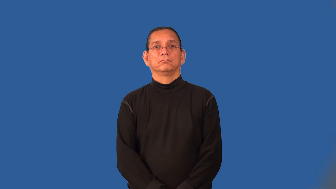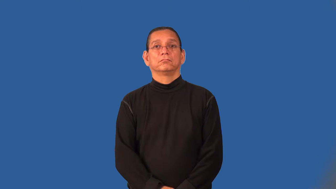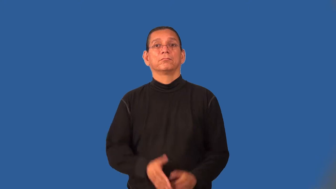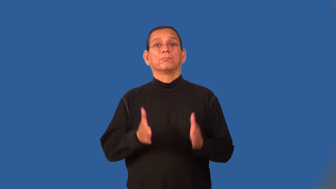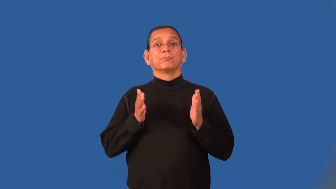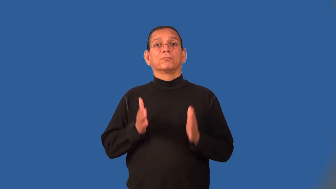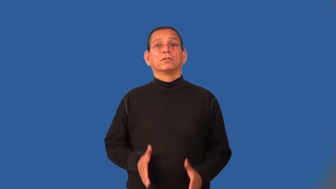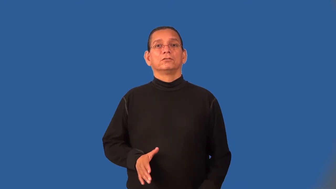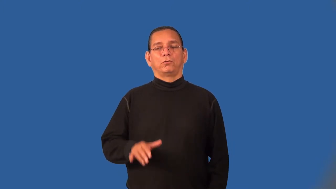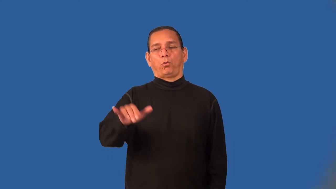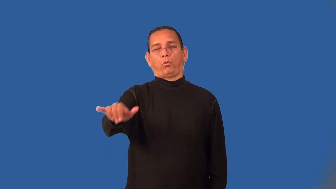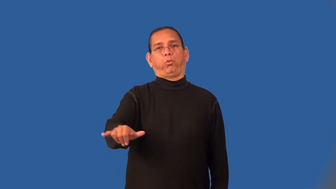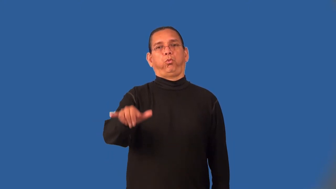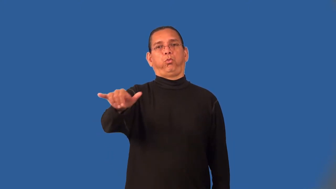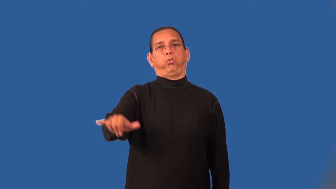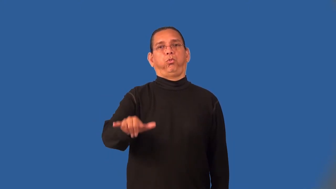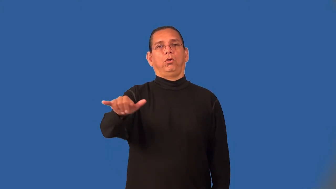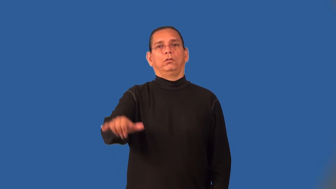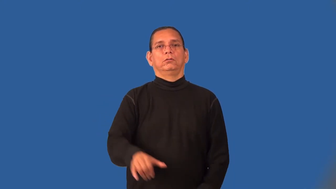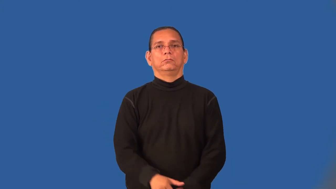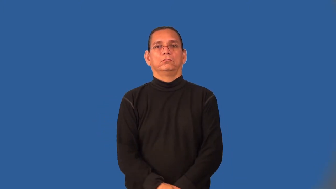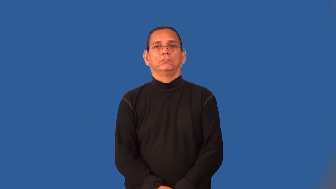lingerer